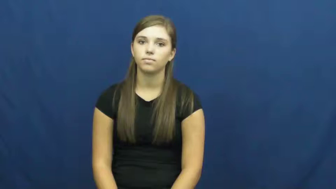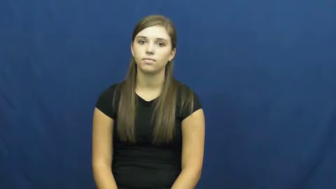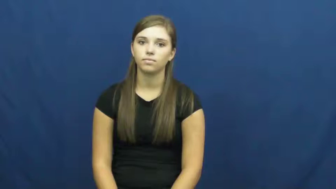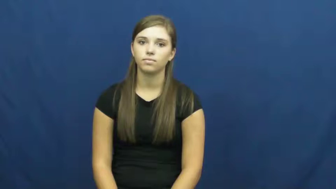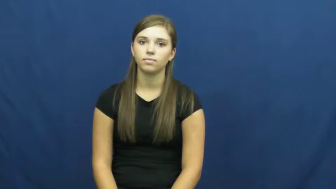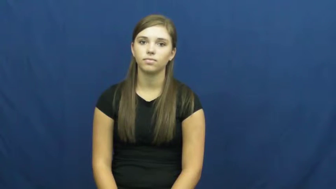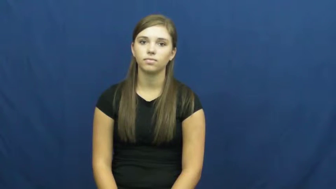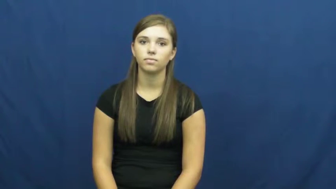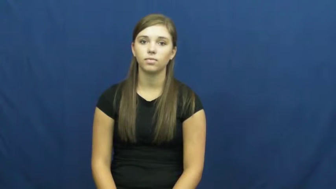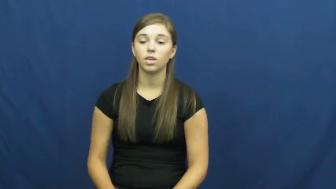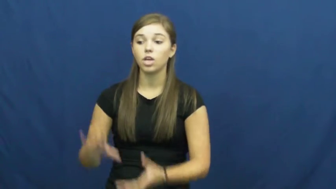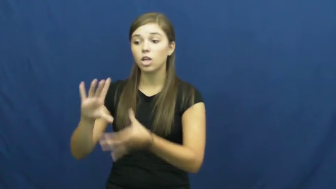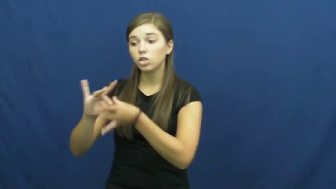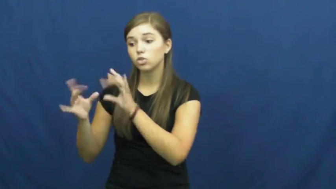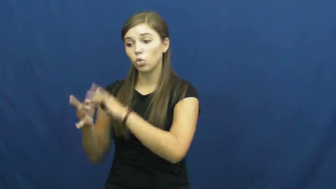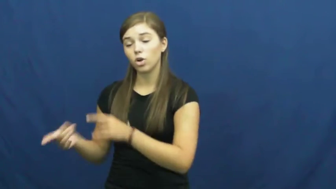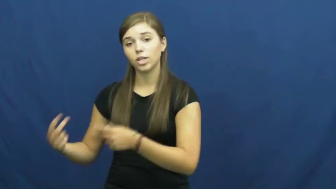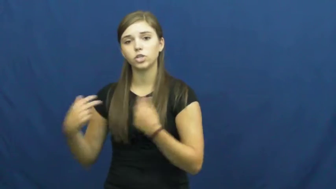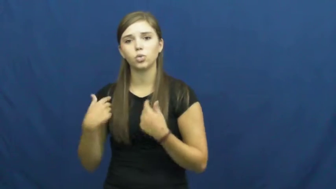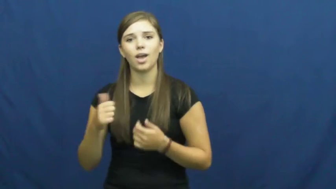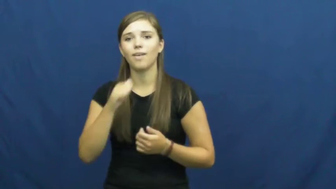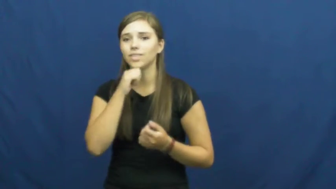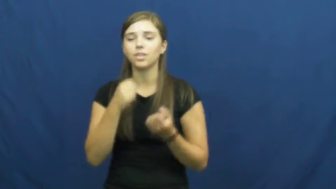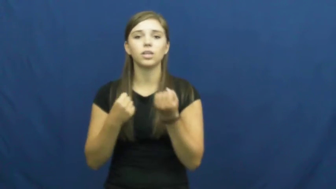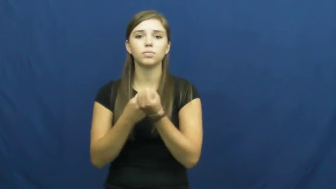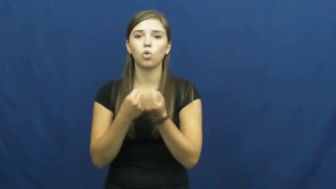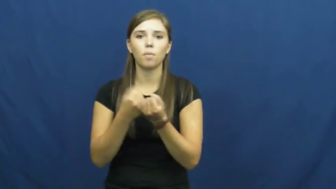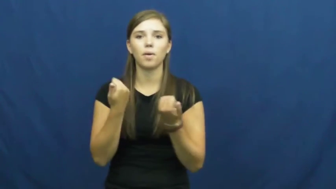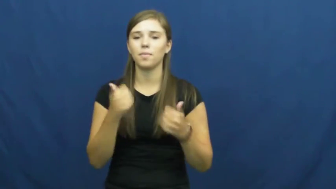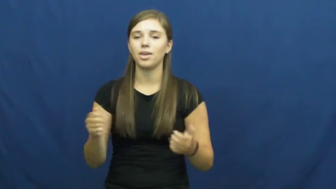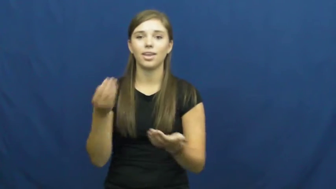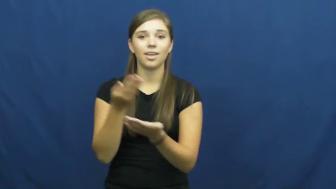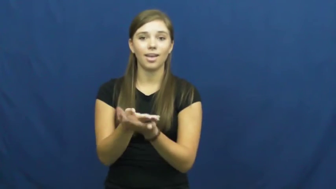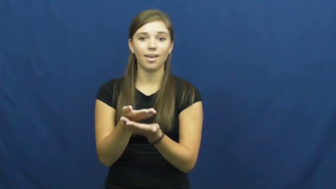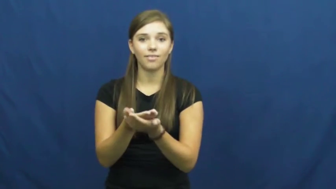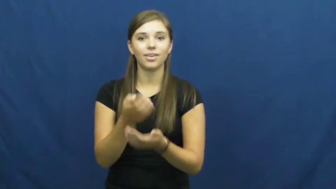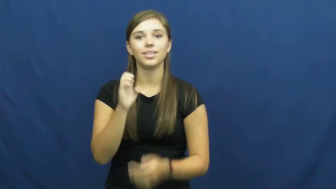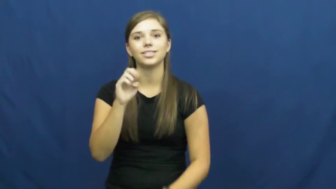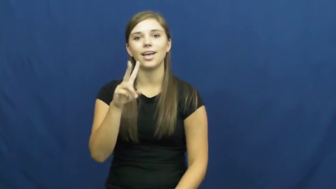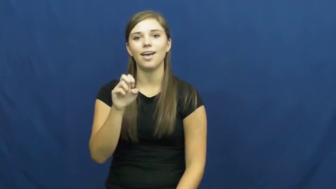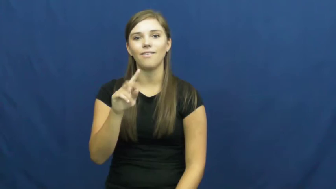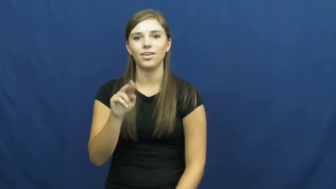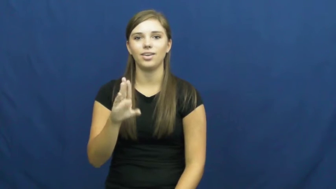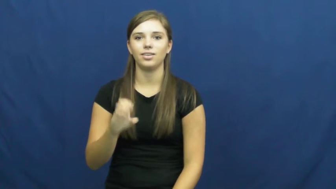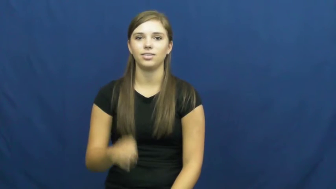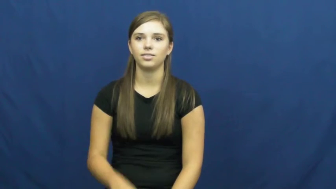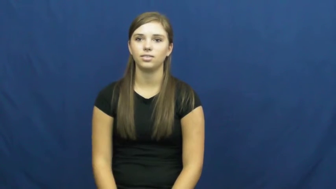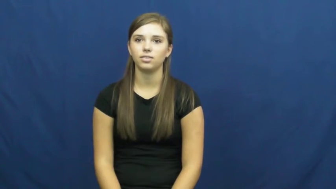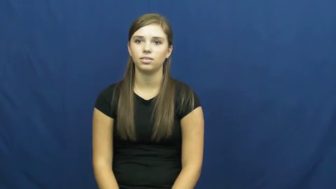uncorroborated